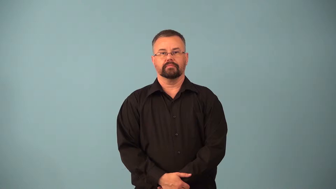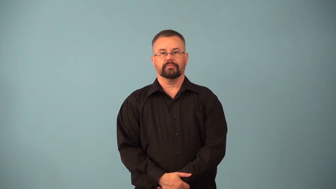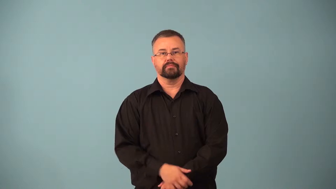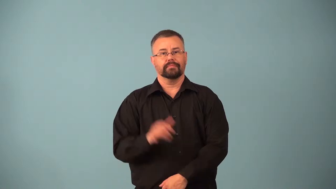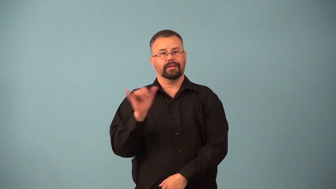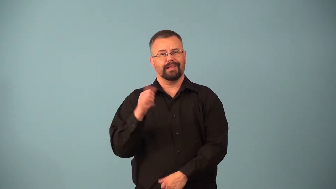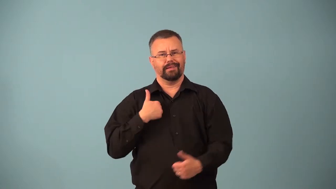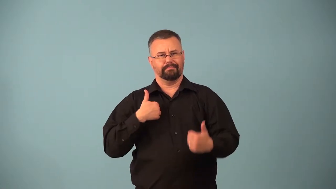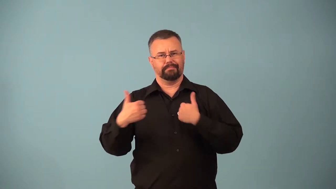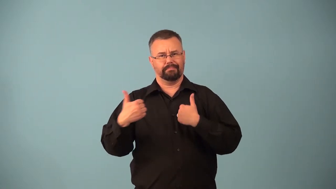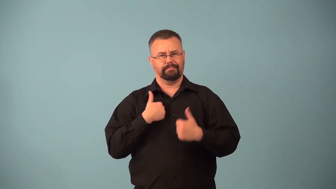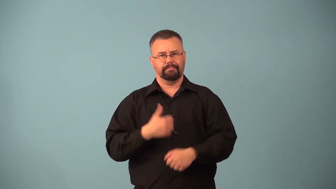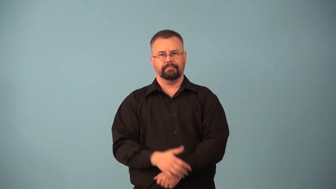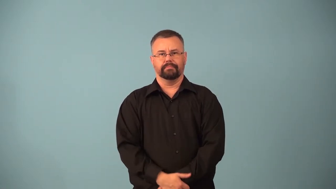apish,apishly,apelike